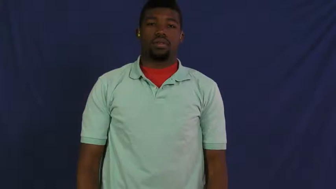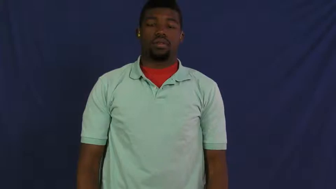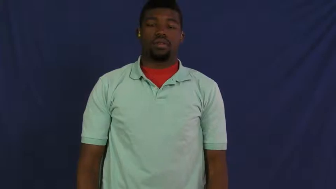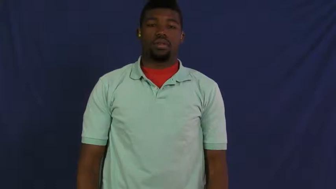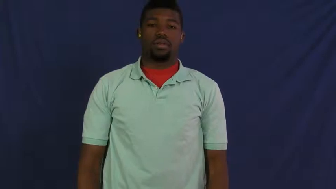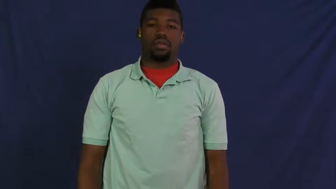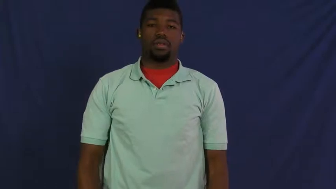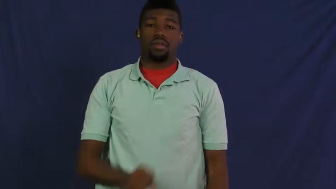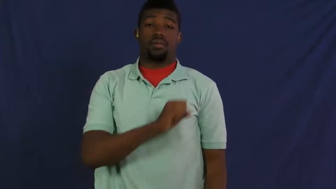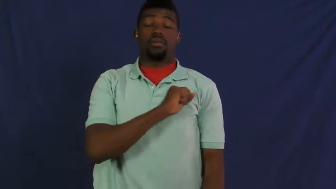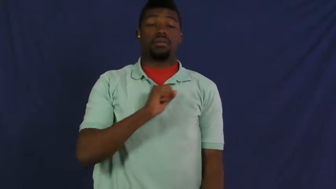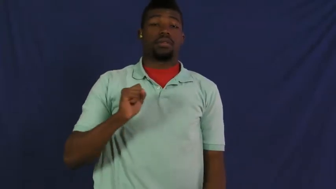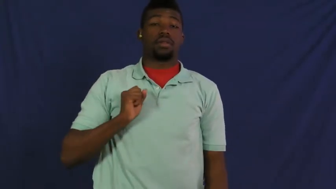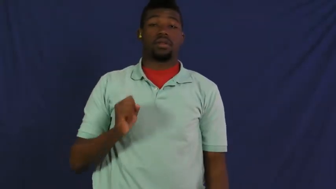staff